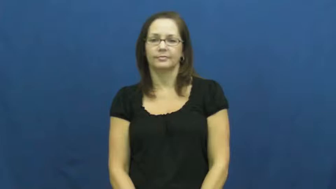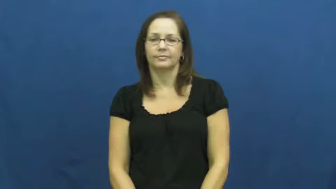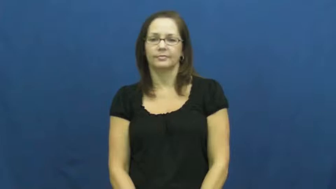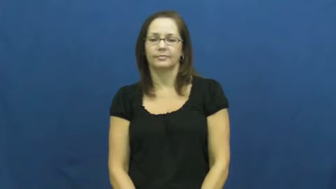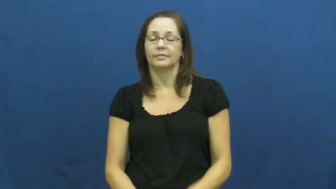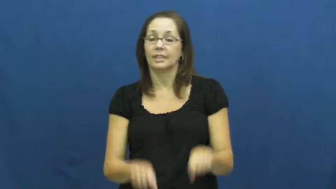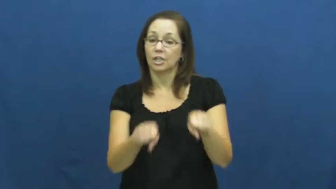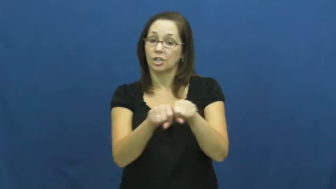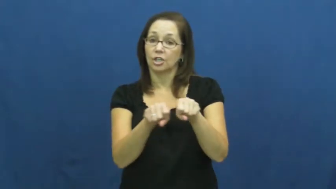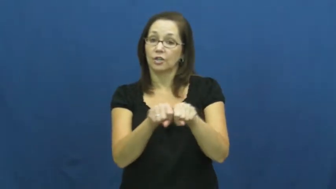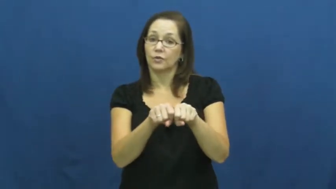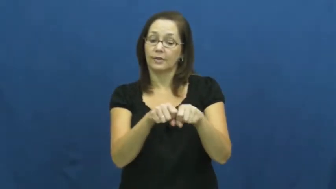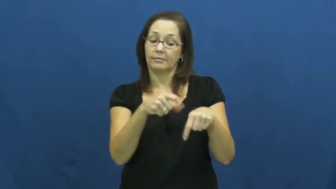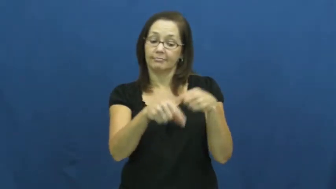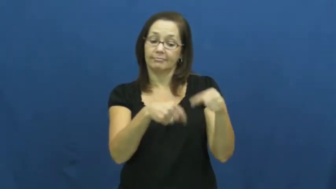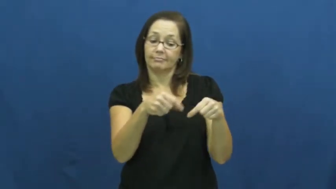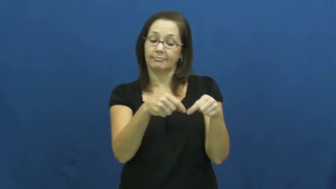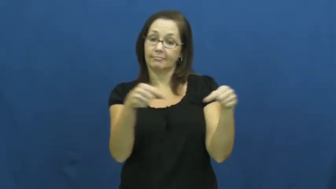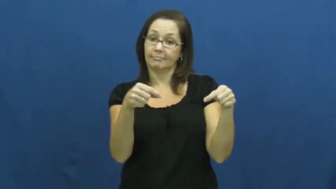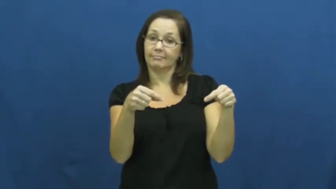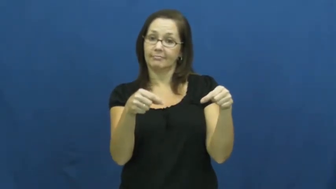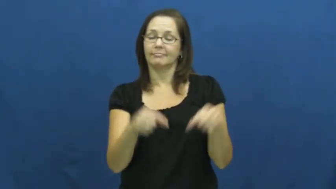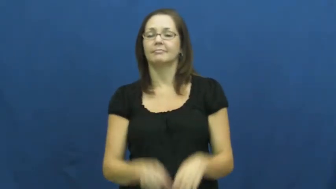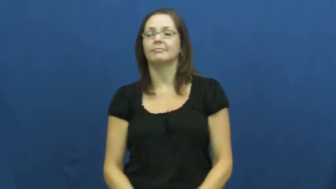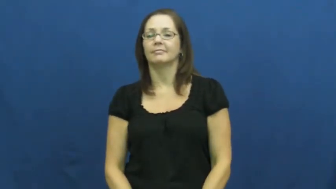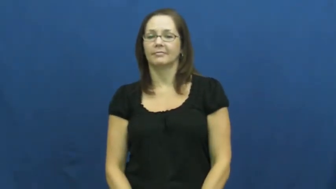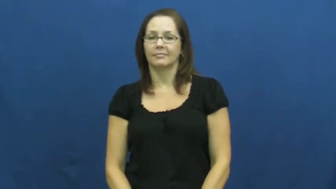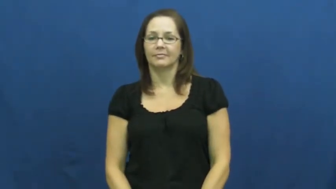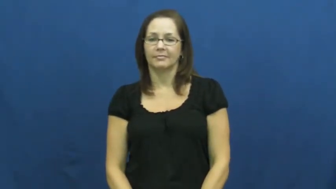shoelace,shoestring